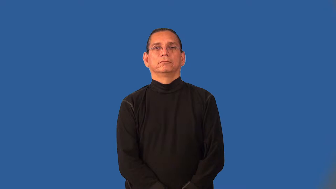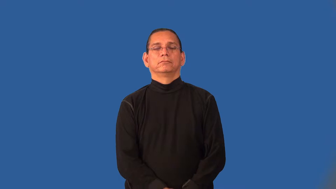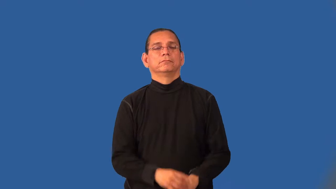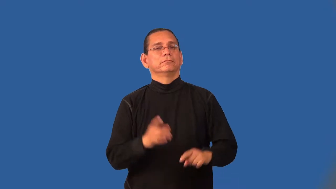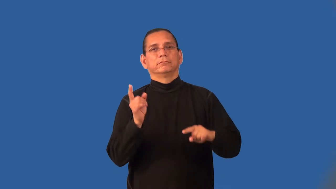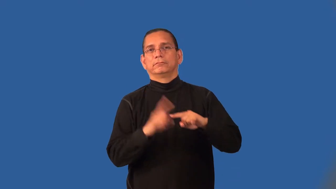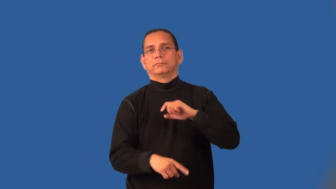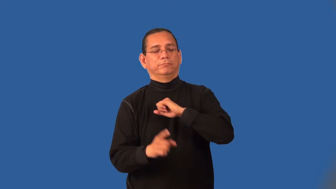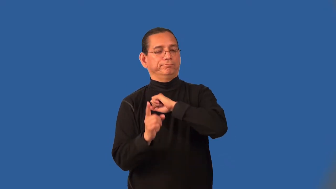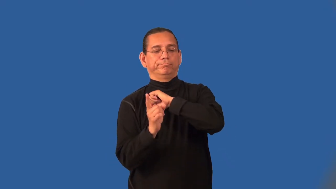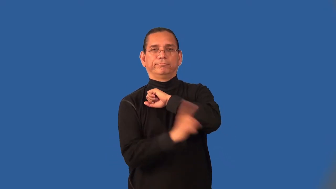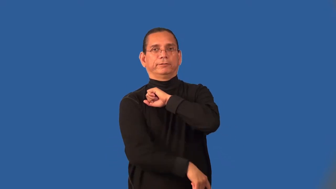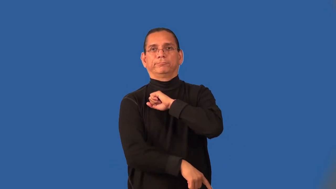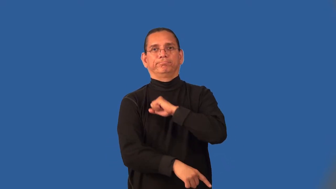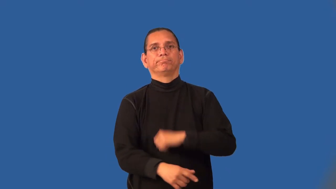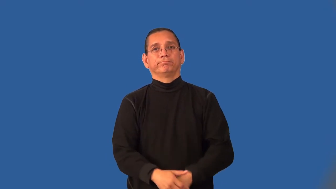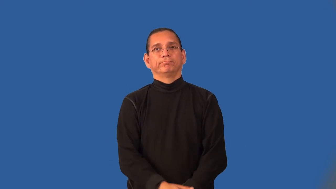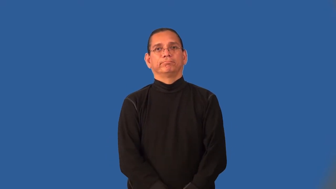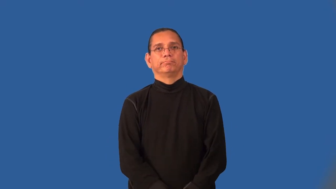impunity